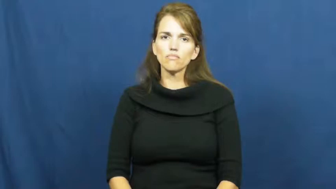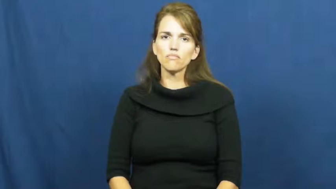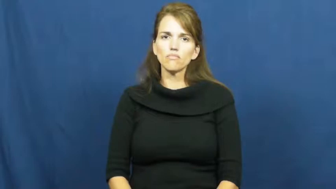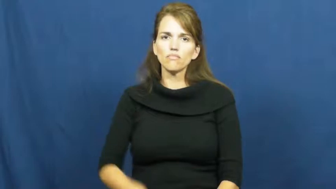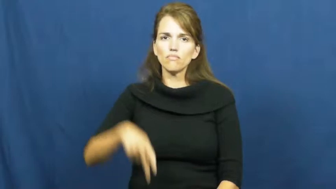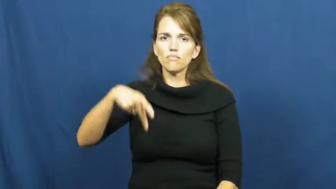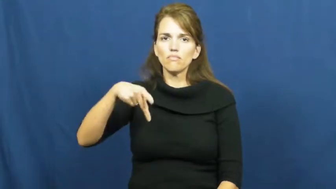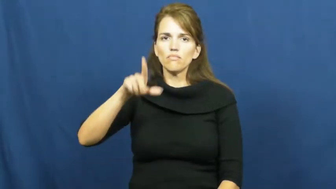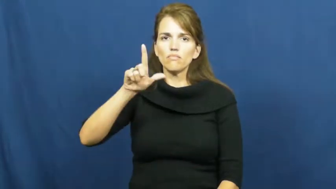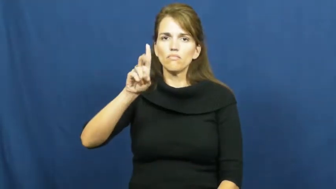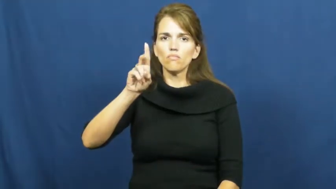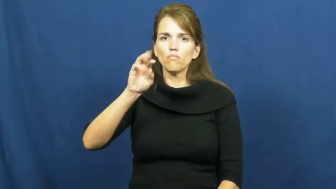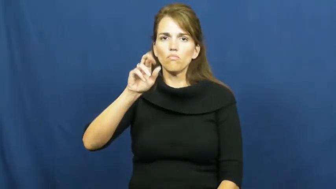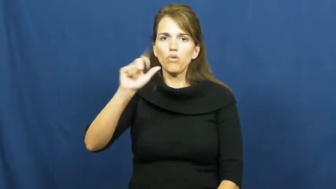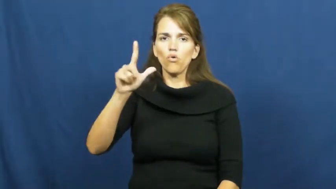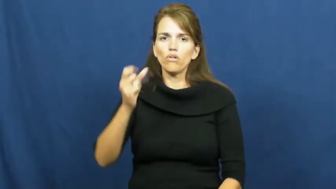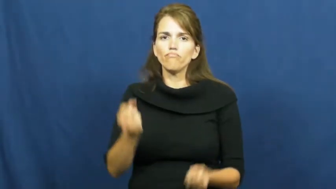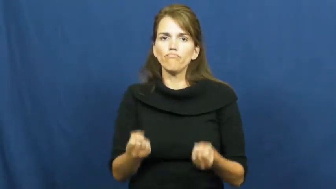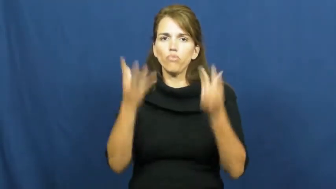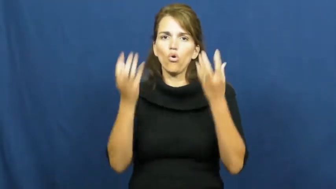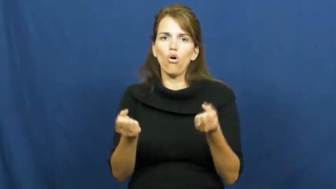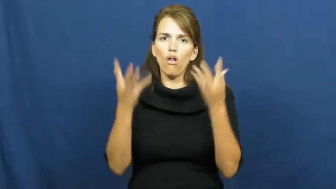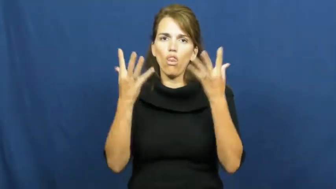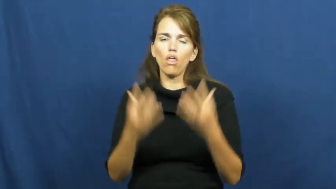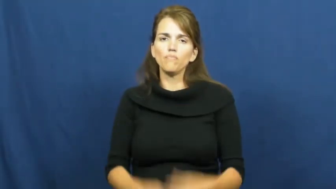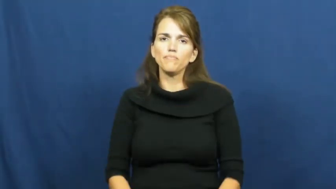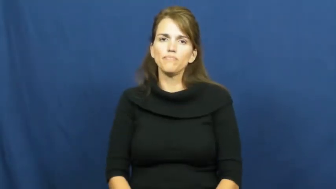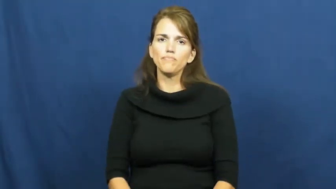plural